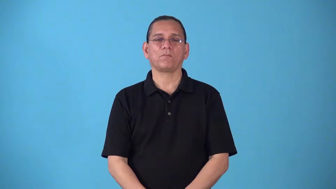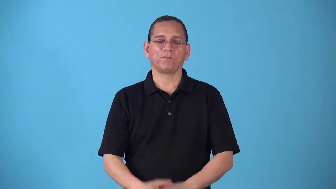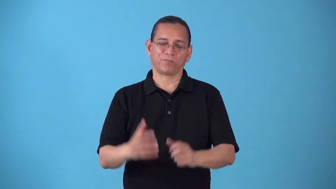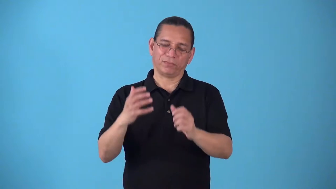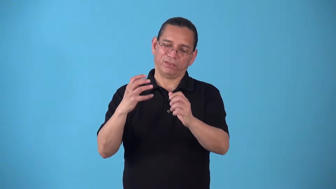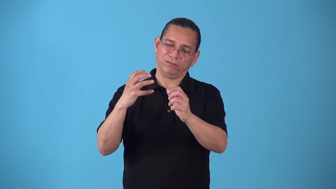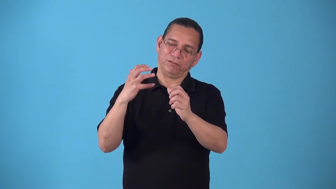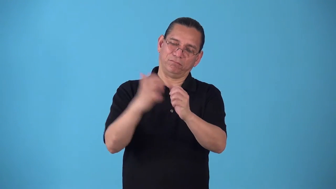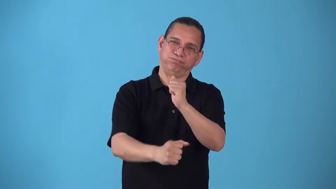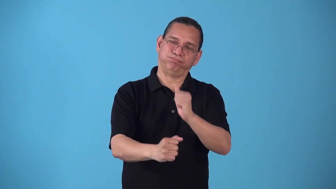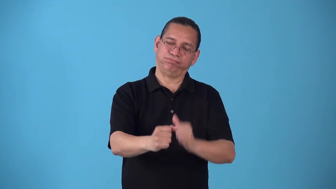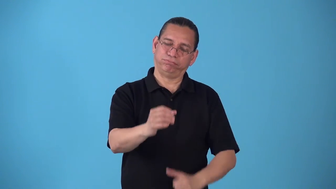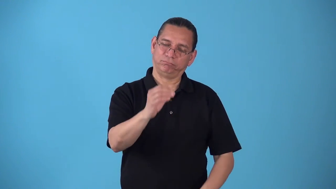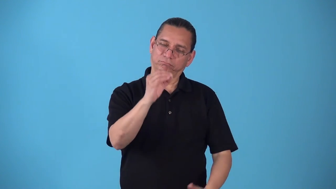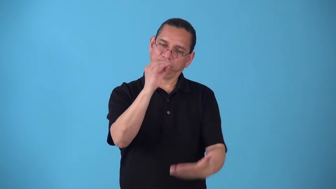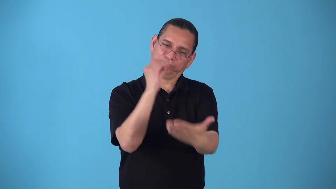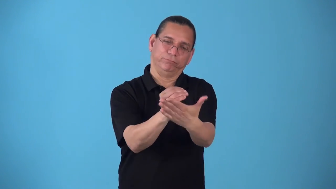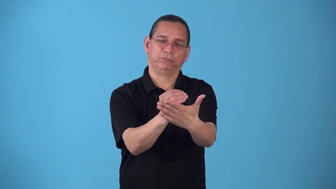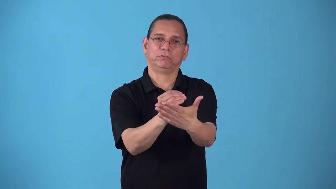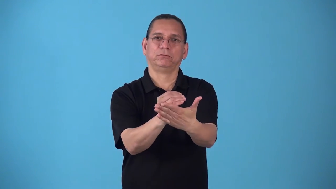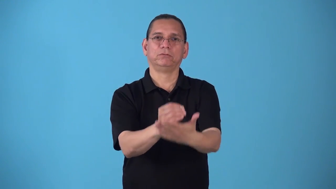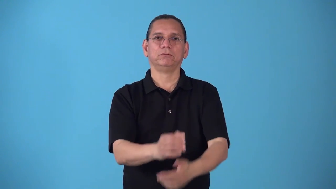shutout,skunk,whitewash-other team not score